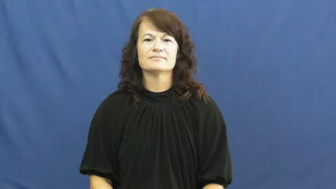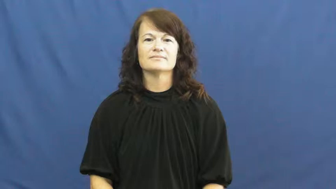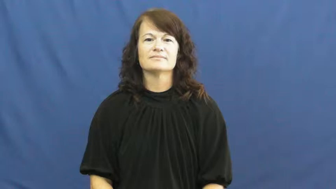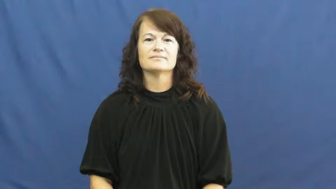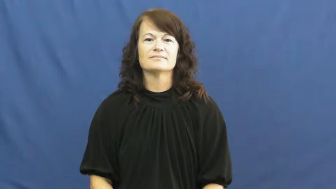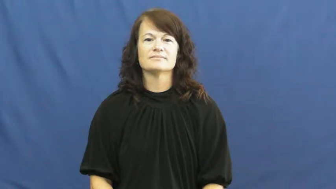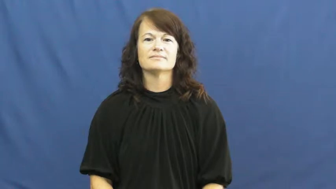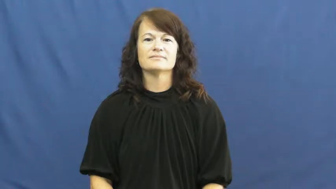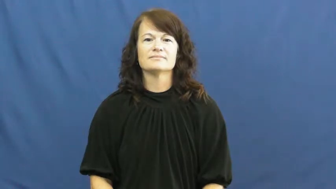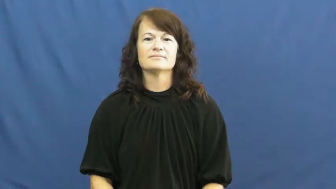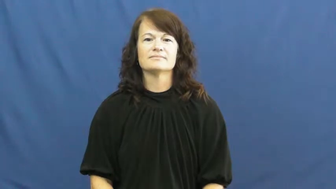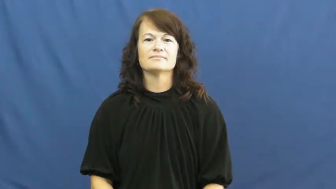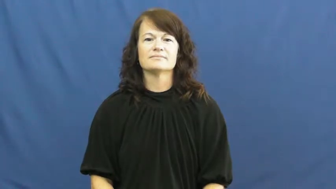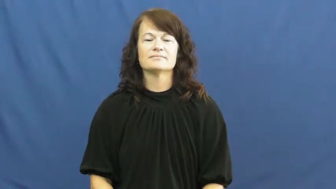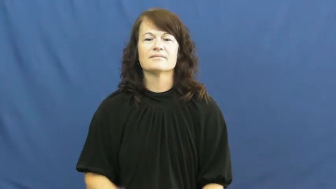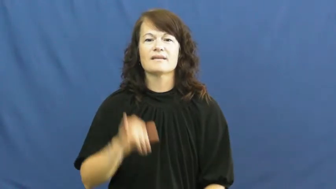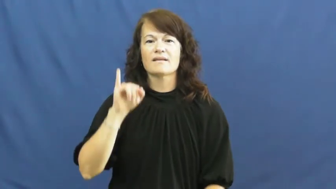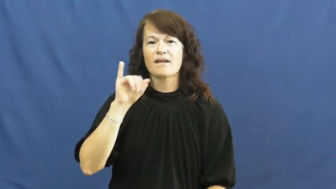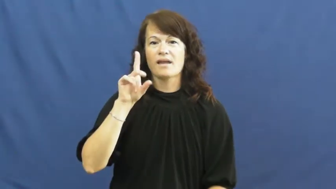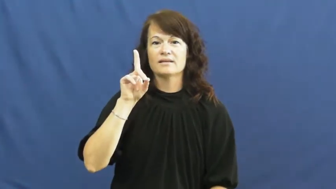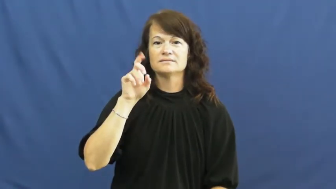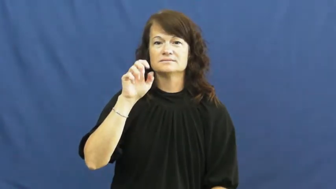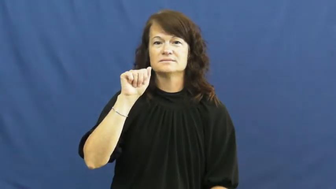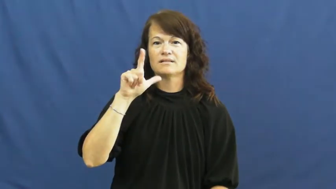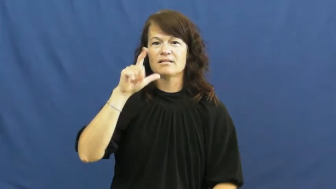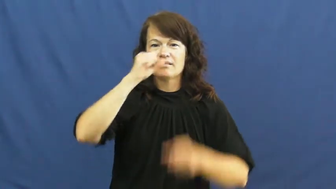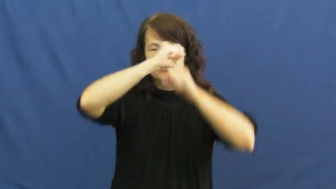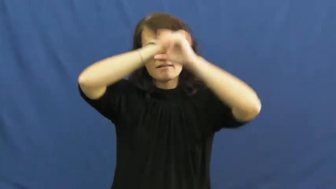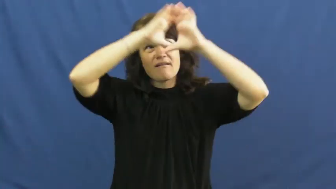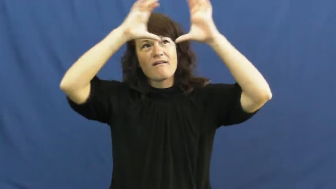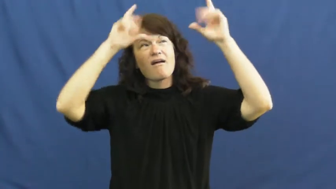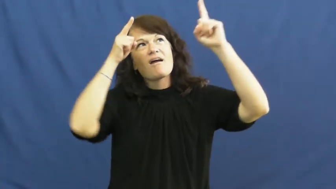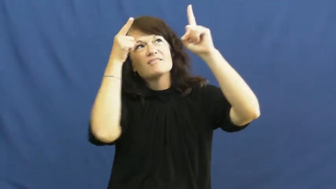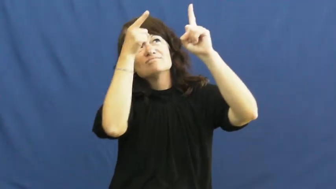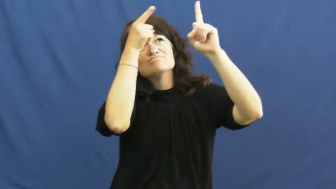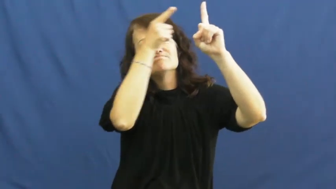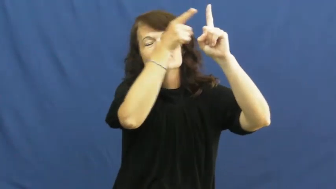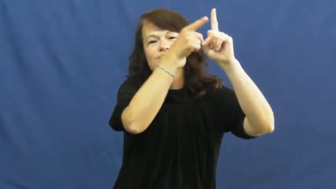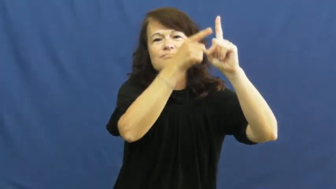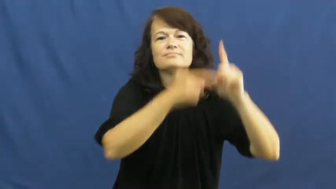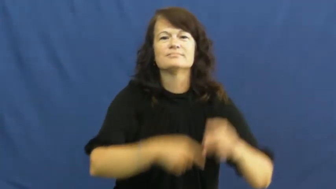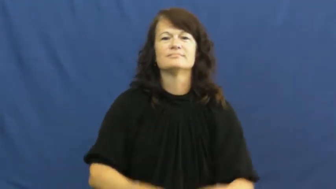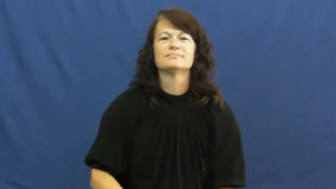ideal-idea